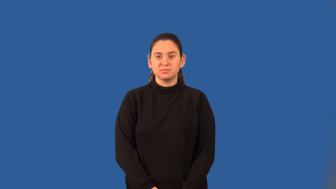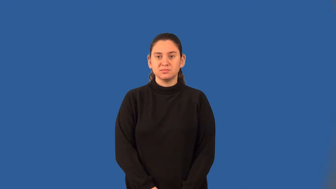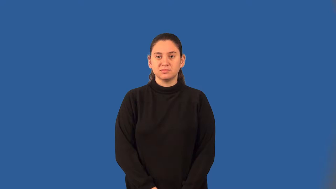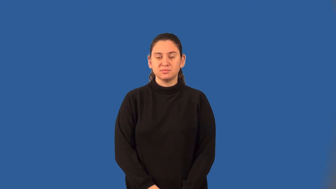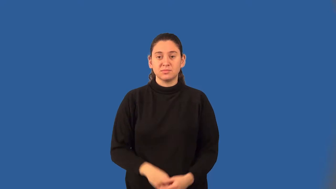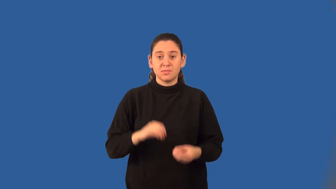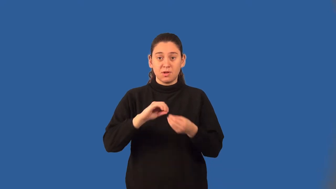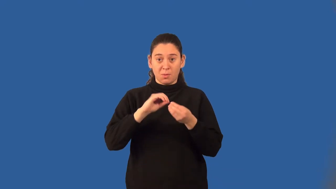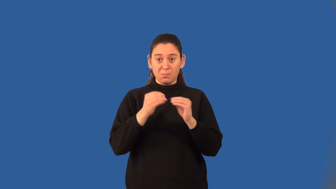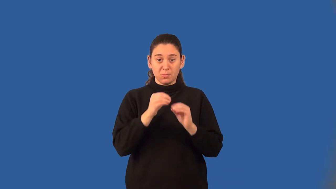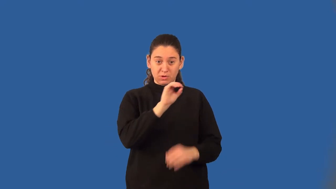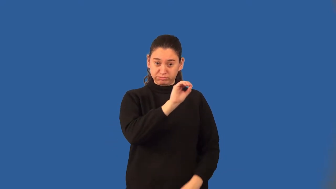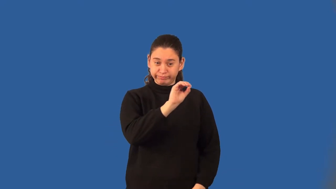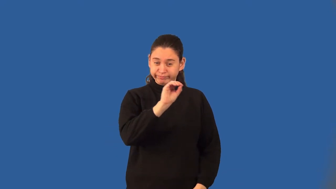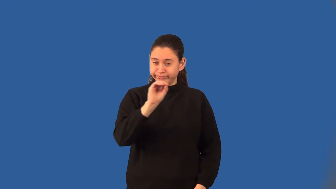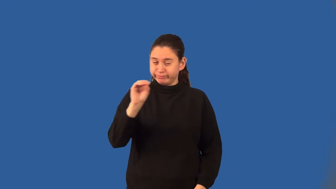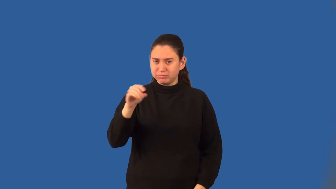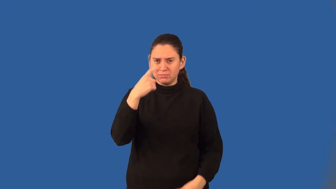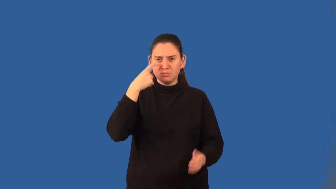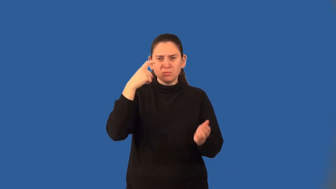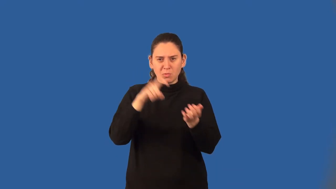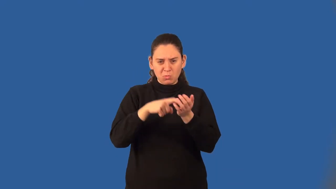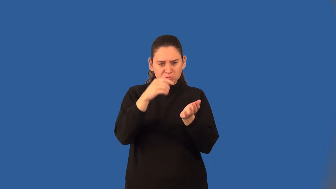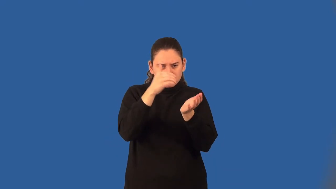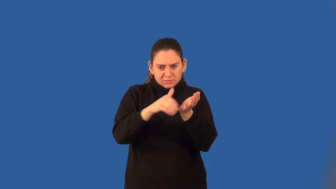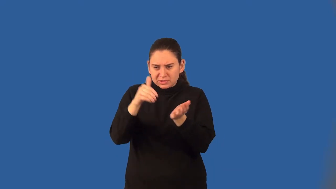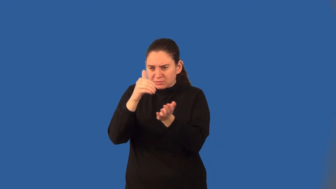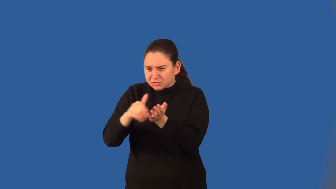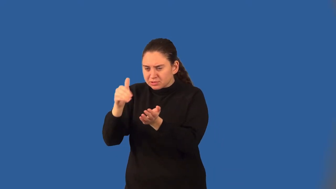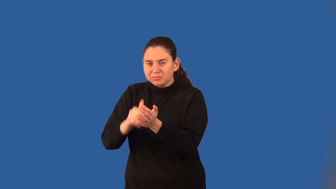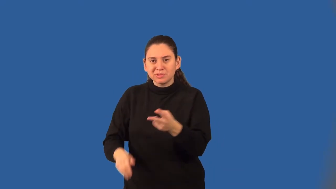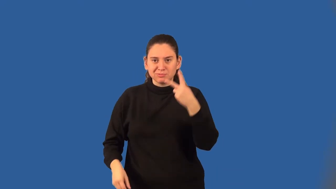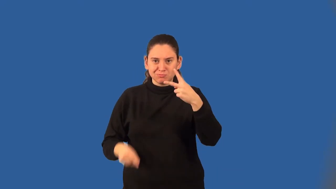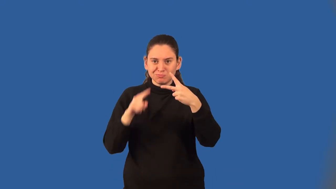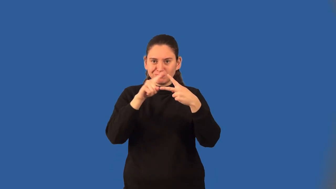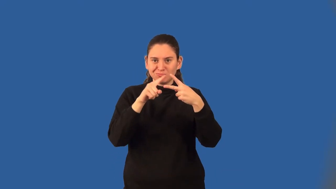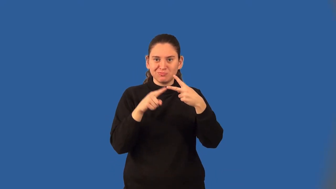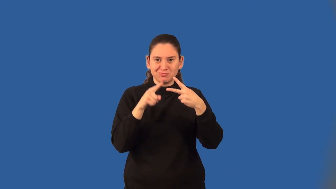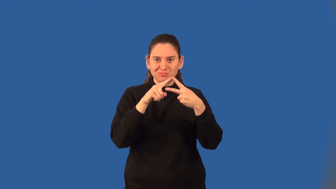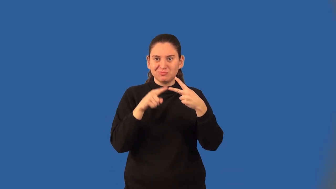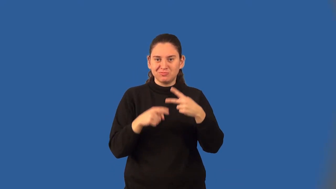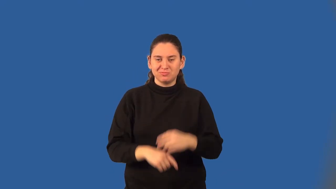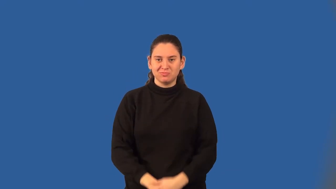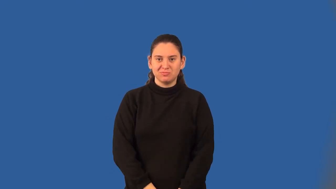bimodal